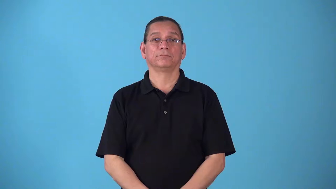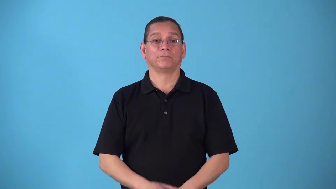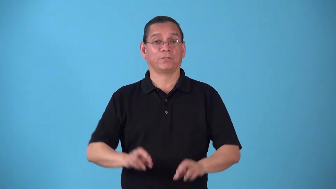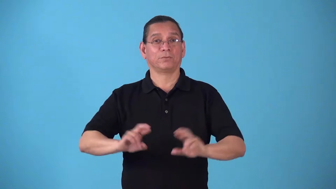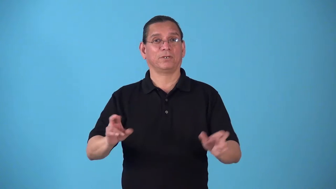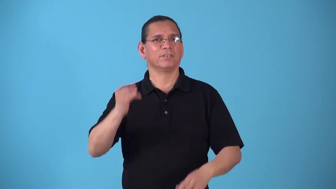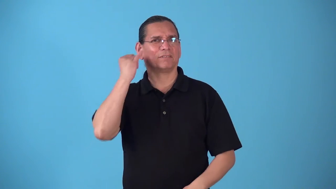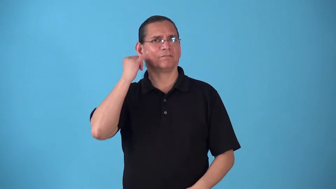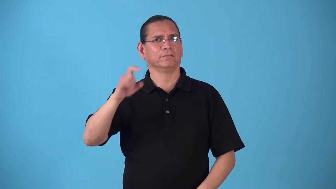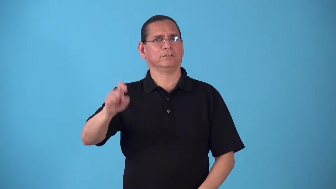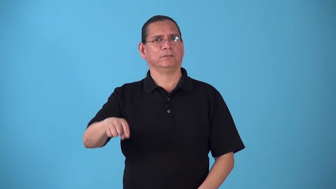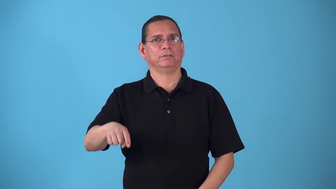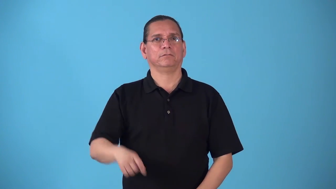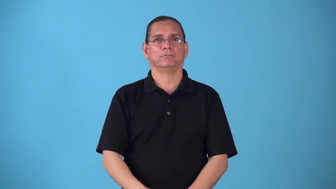standby